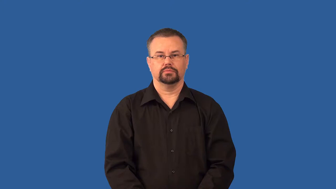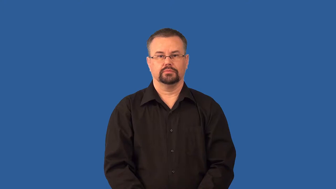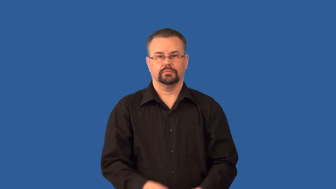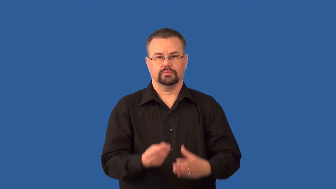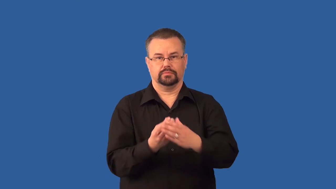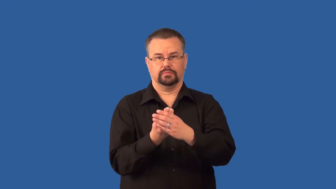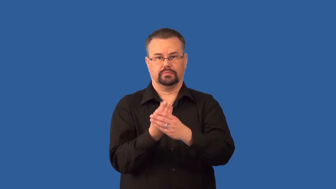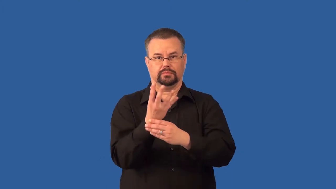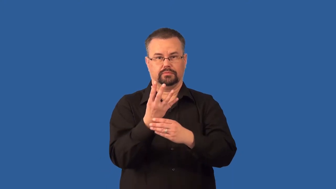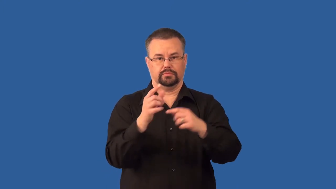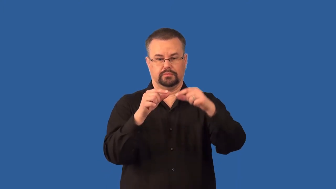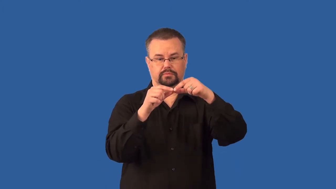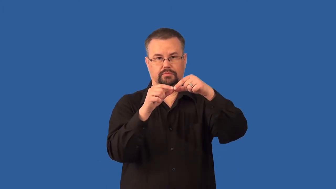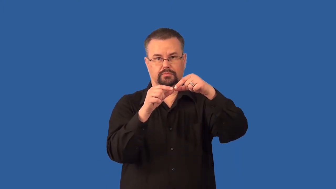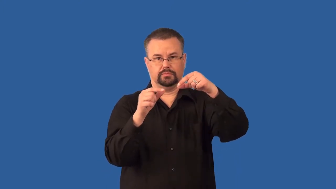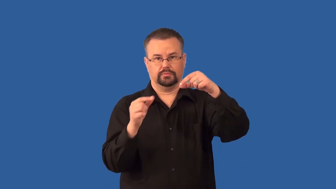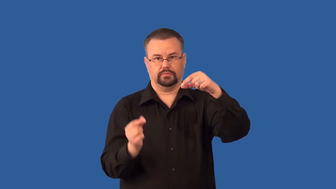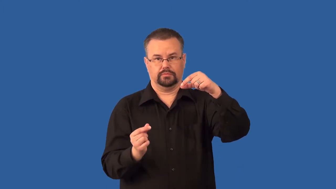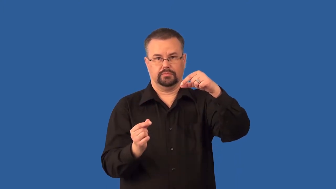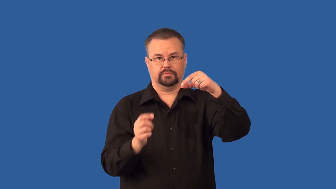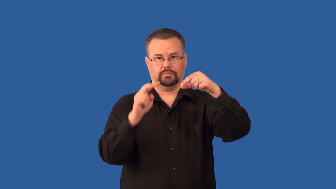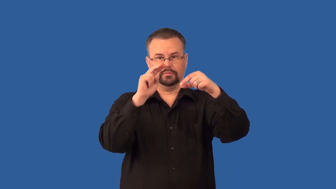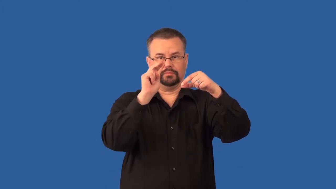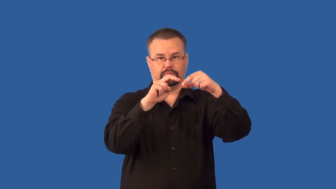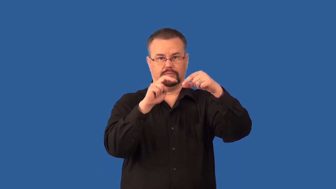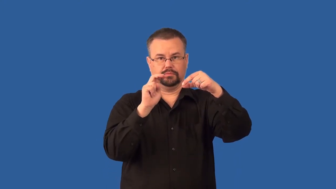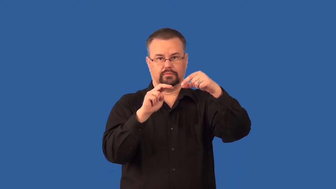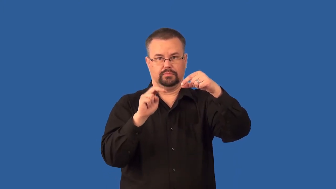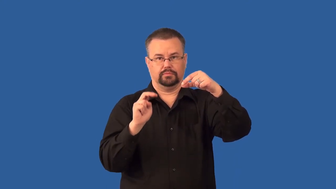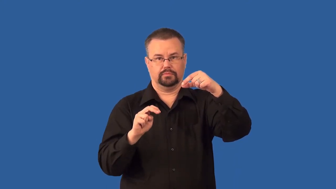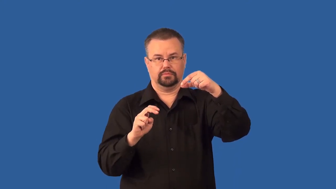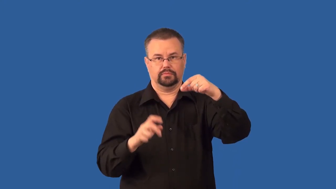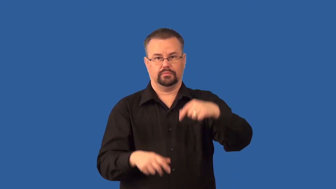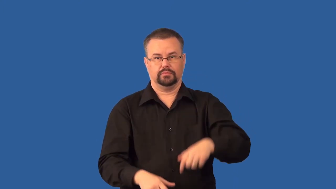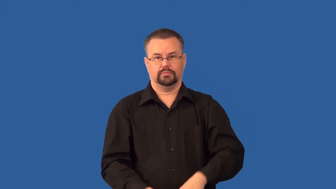sori